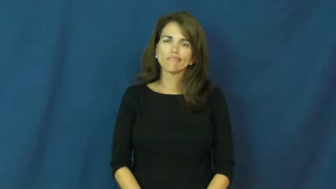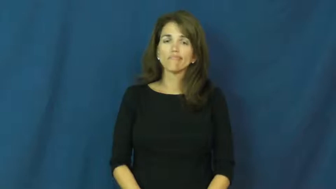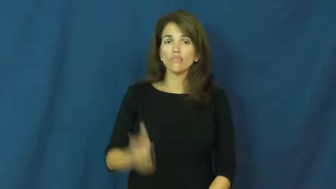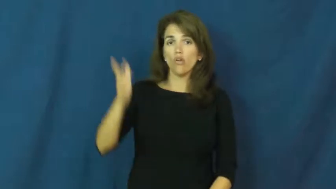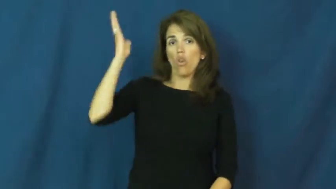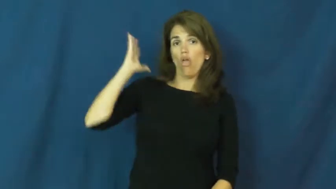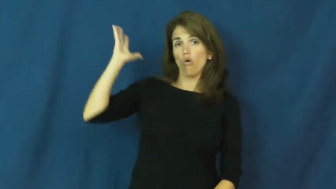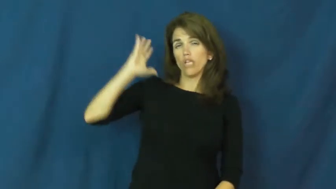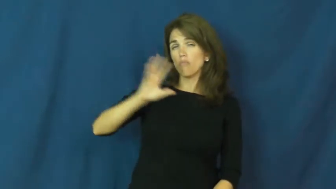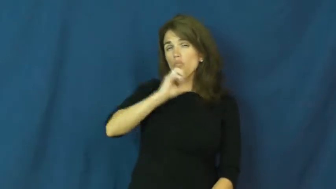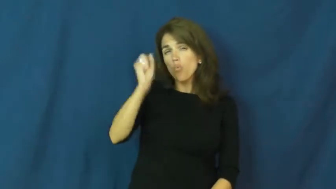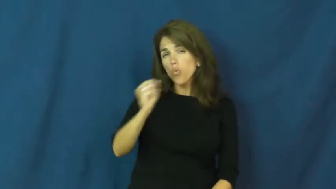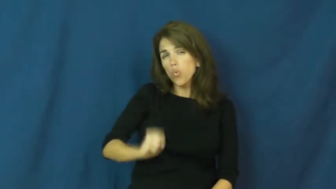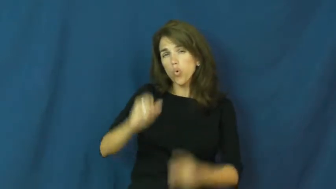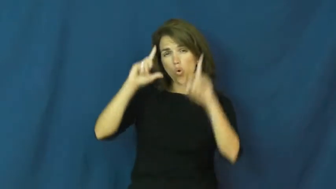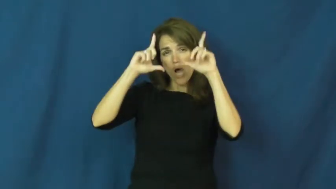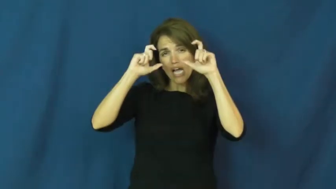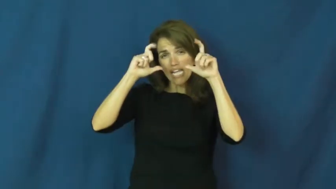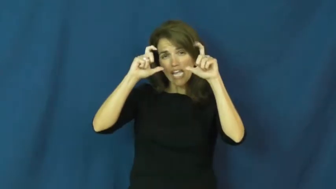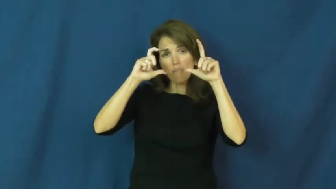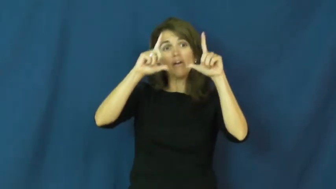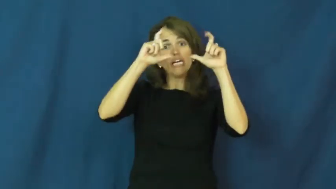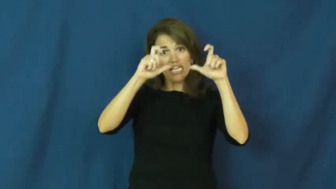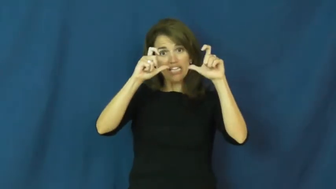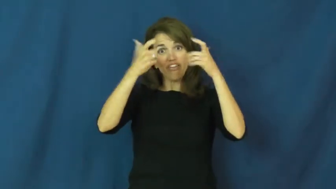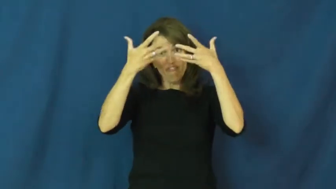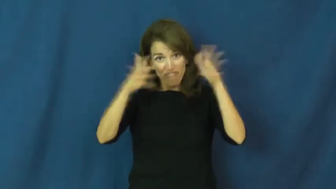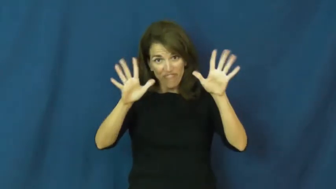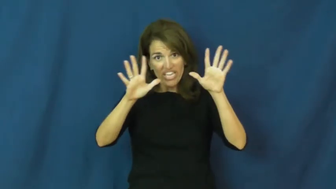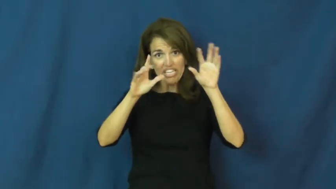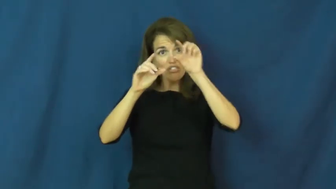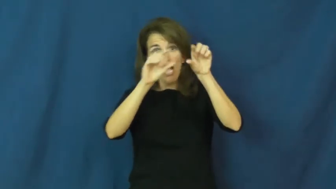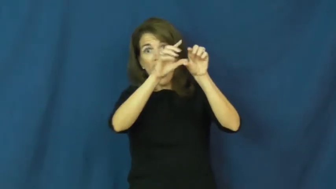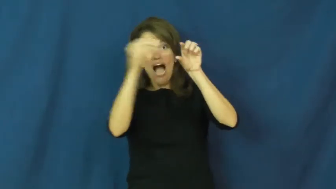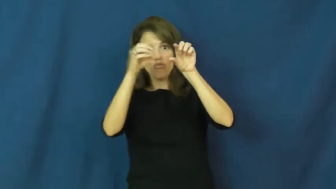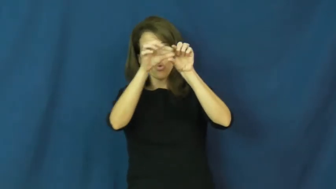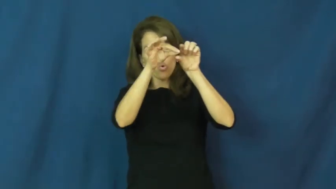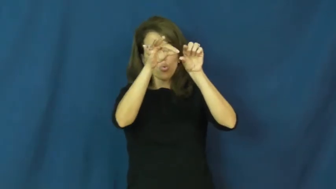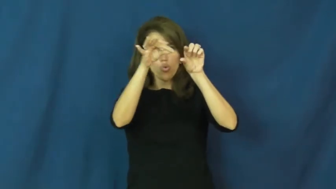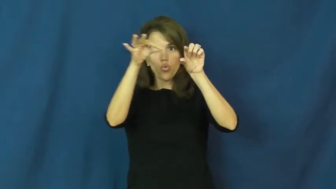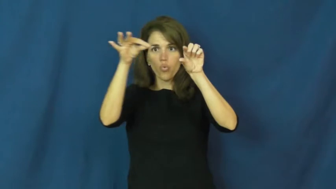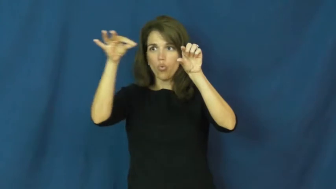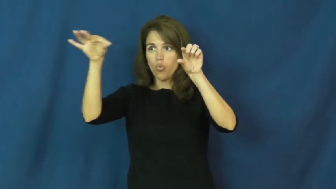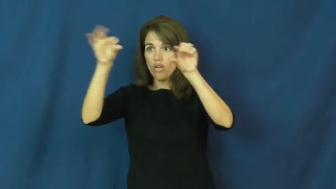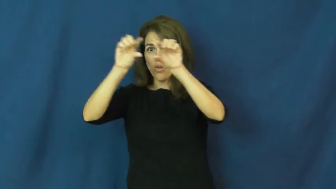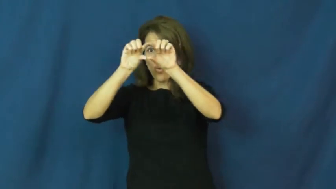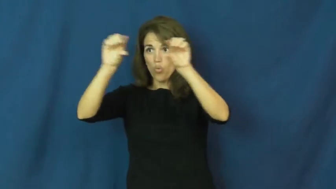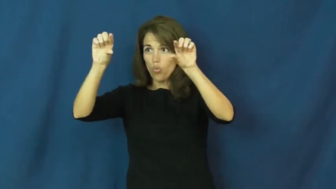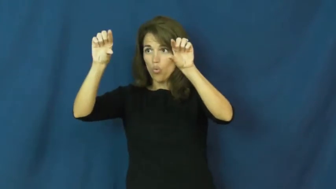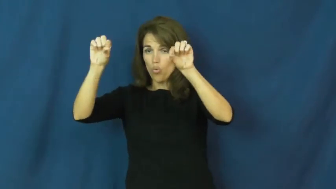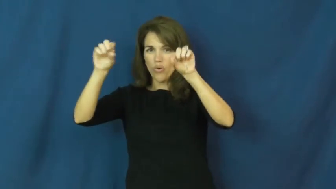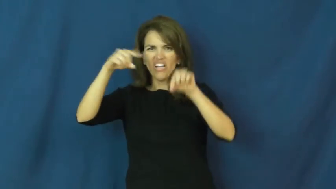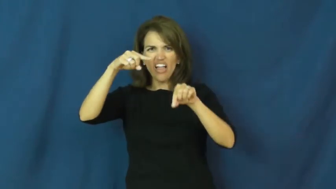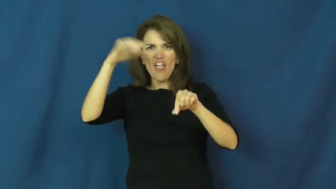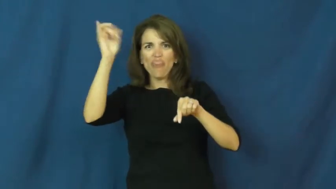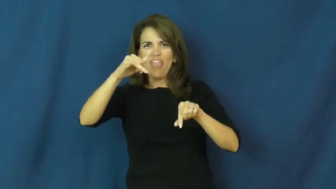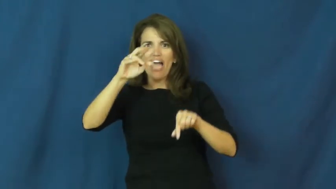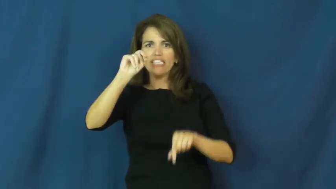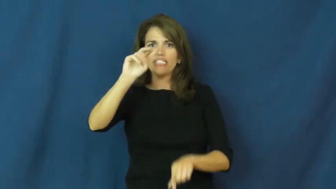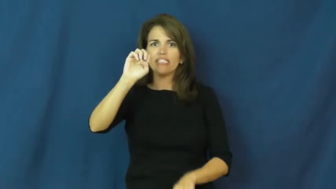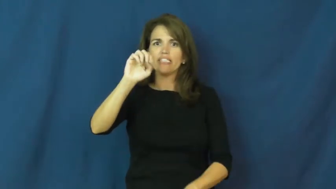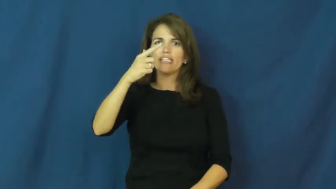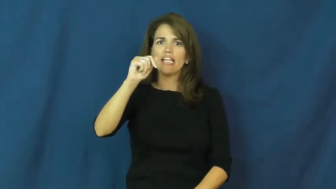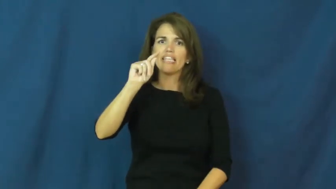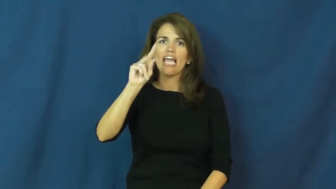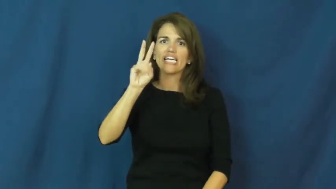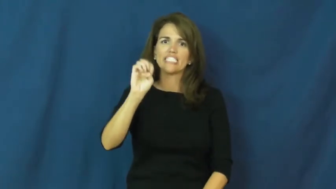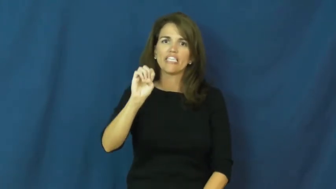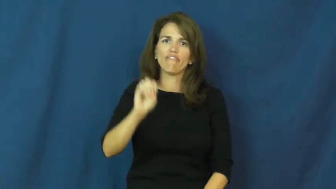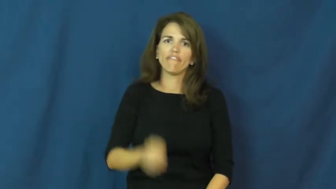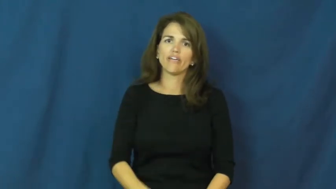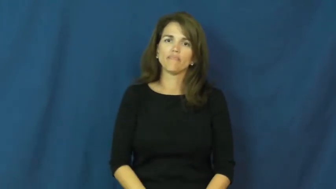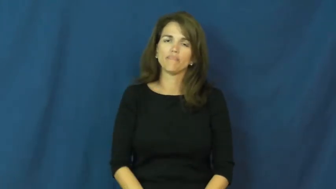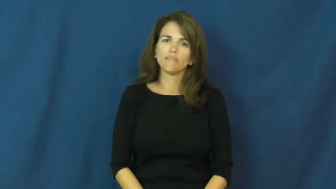negative-film